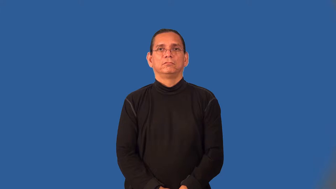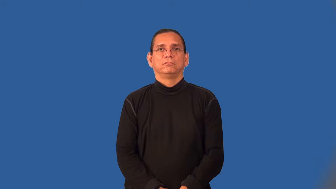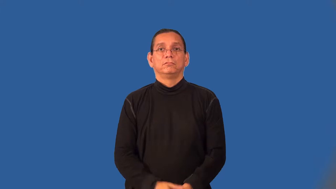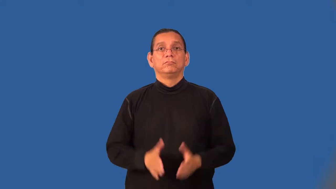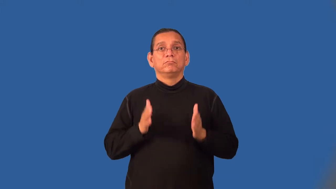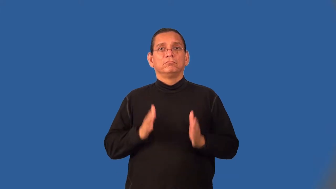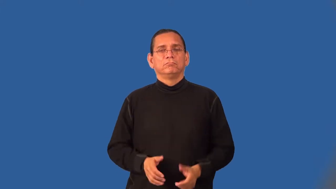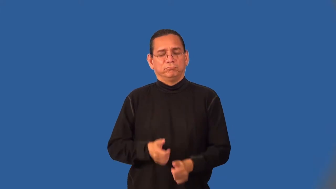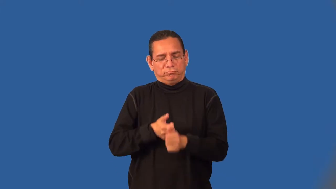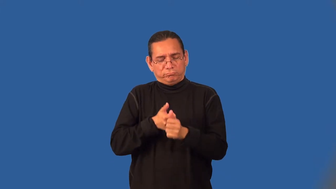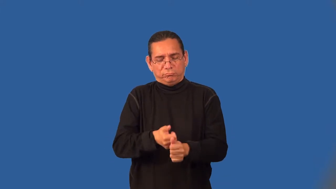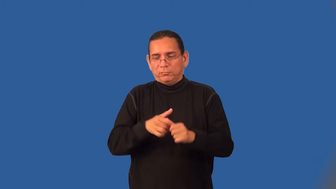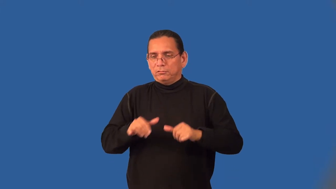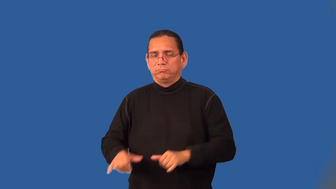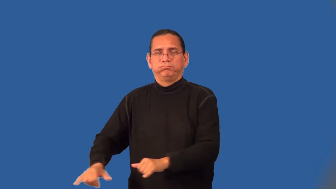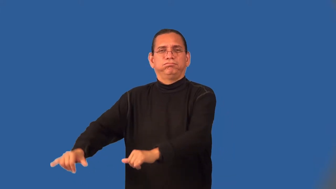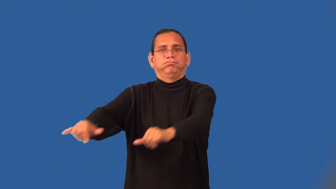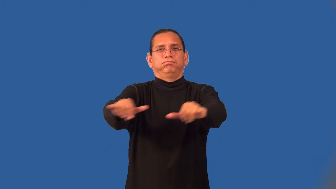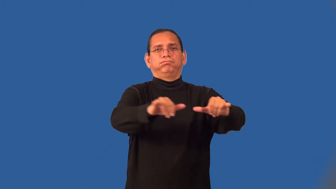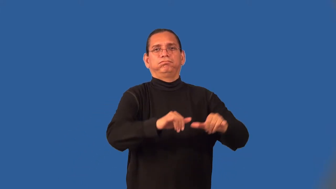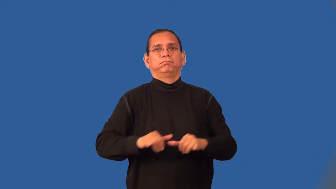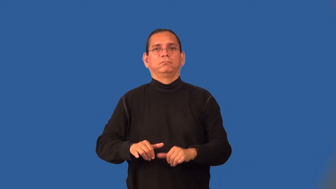conformist